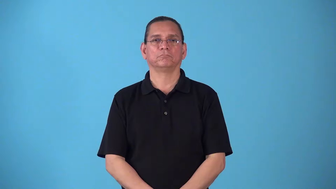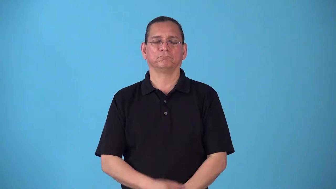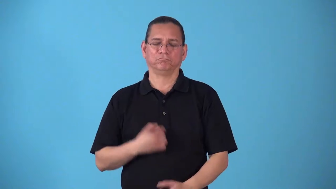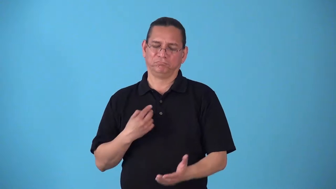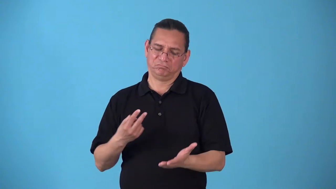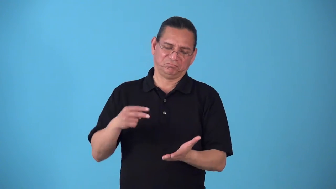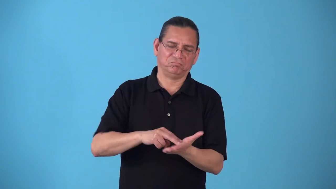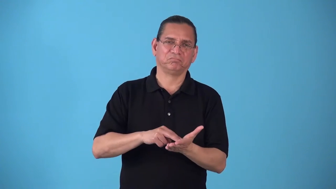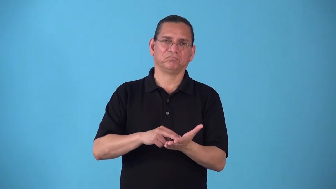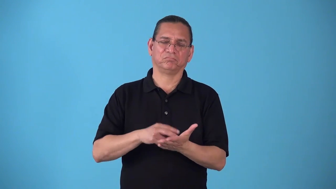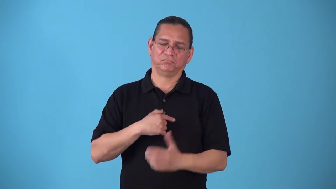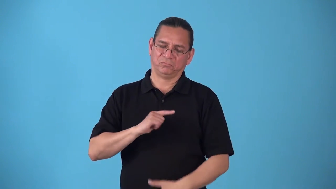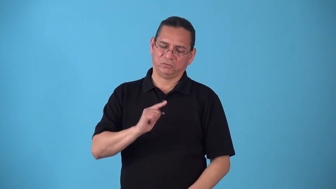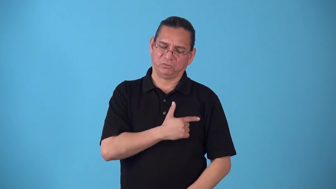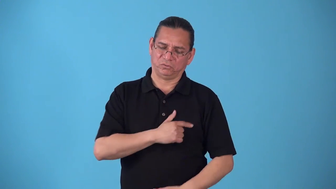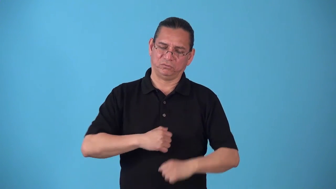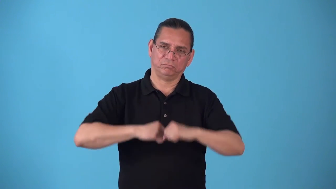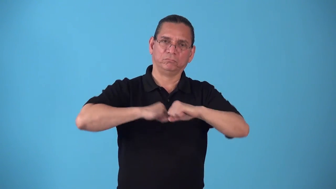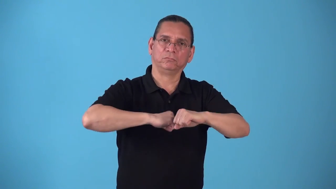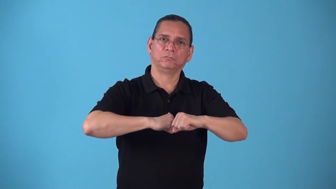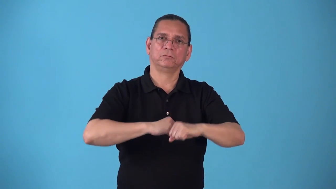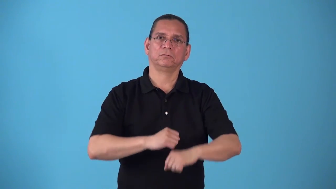standup